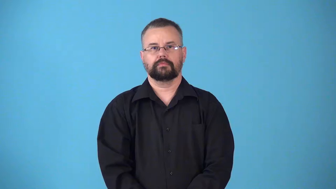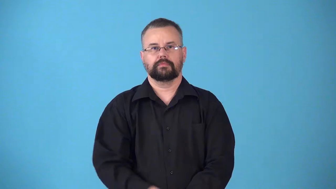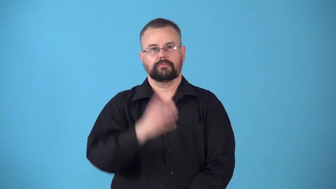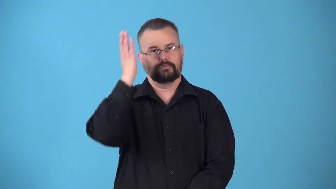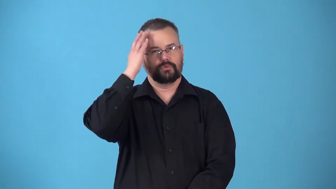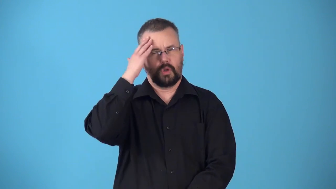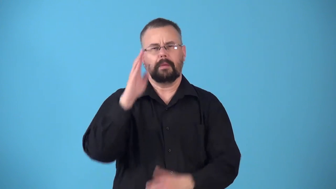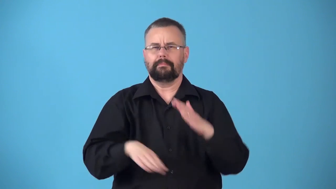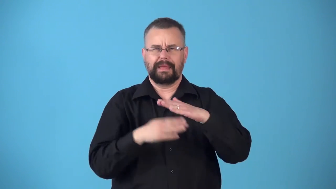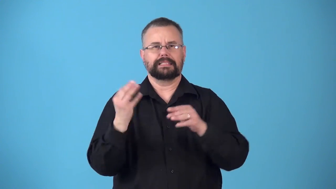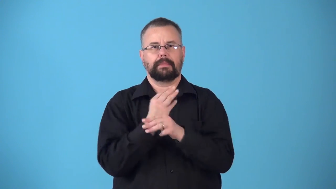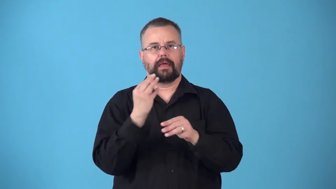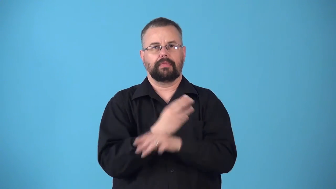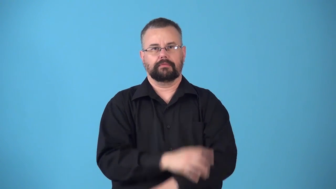numerate-knows basic math